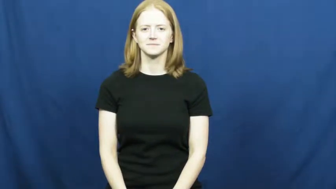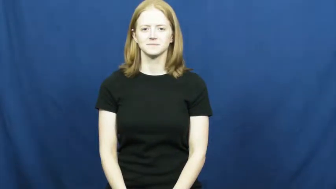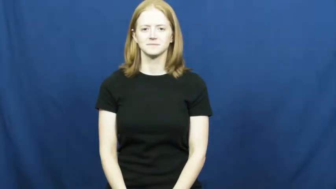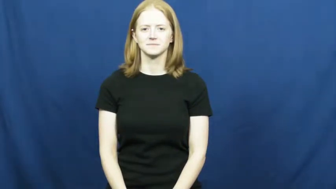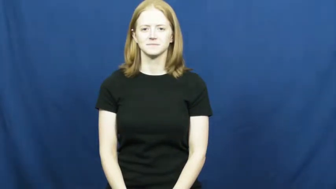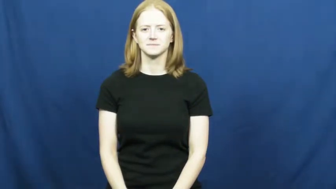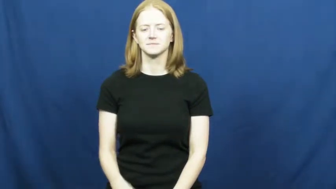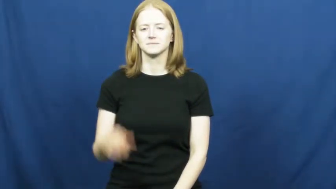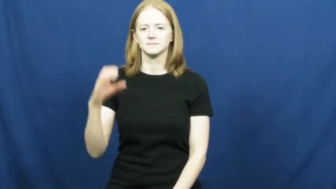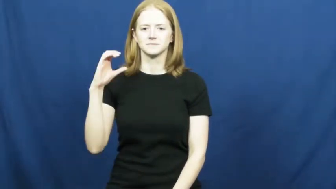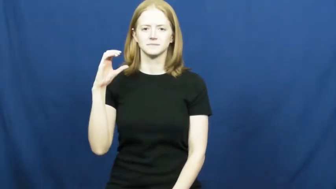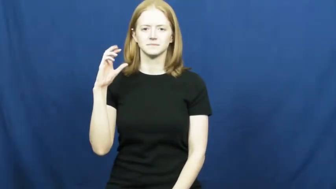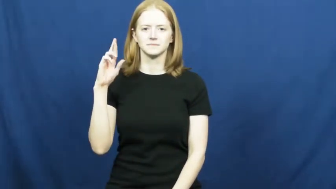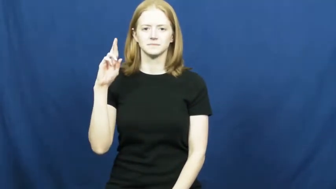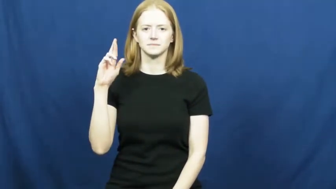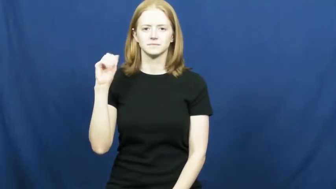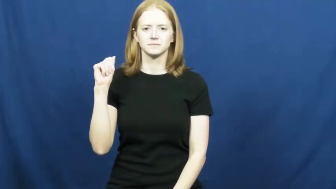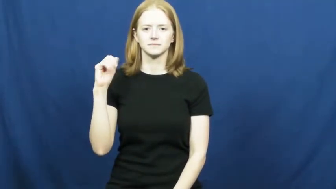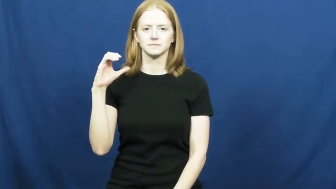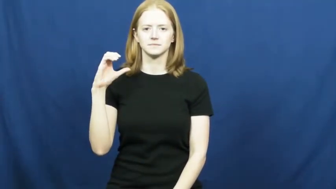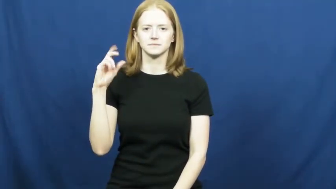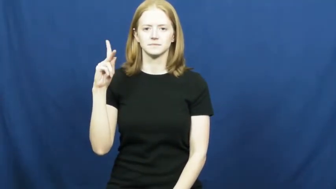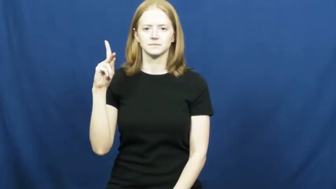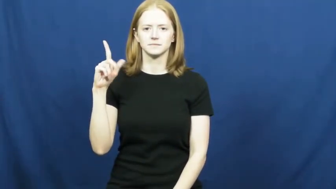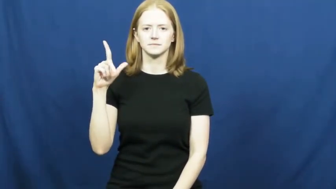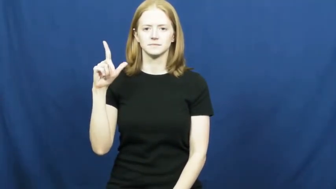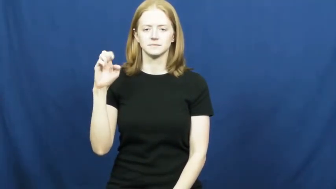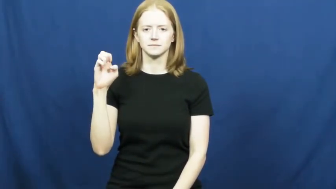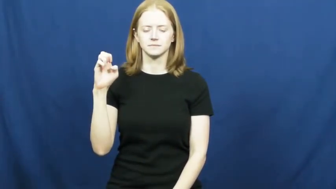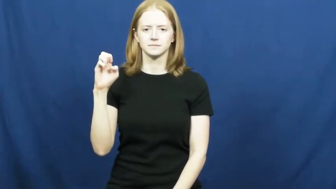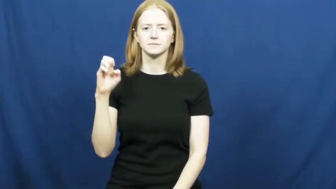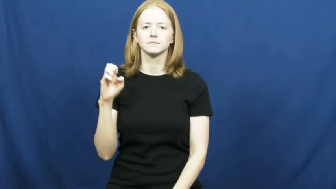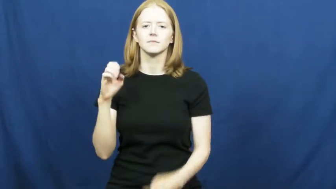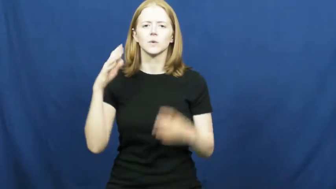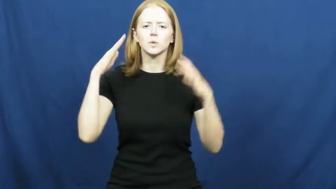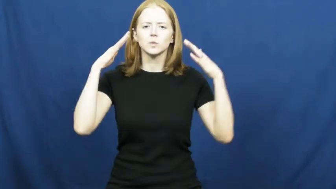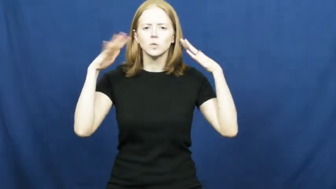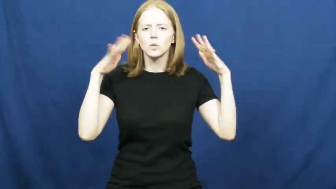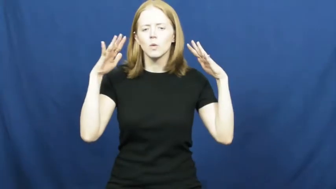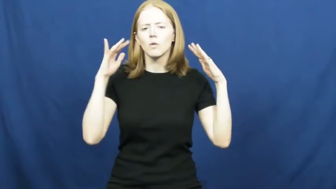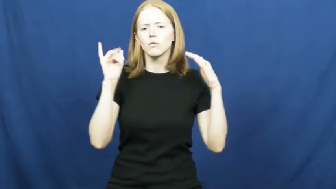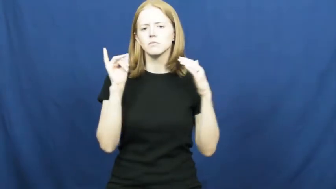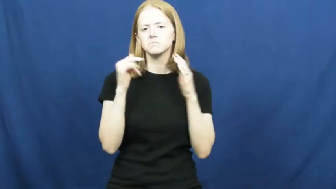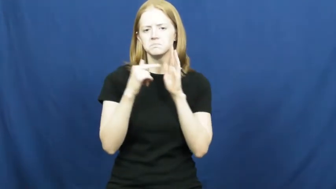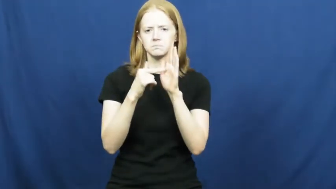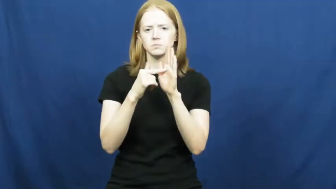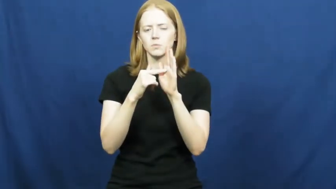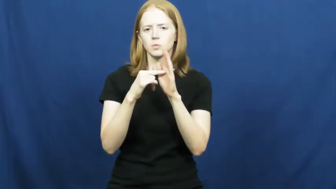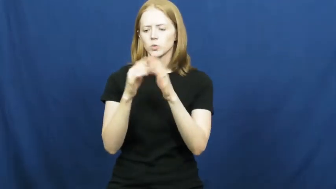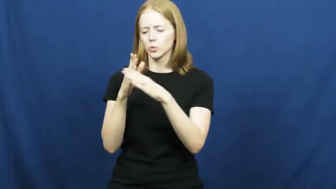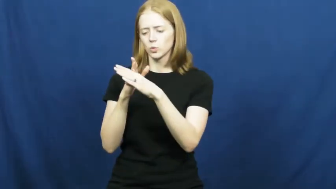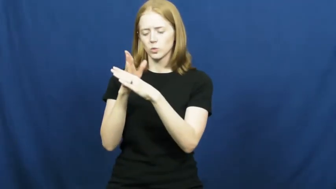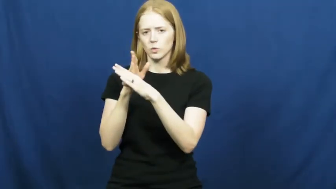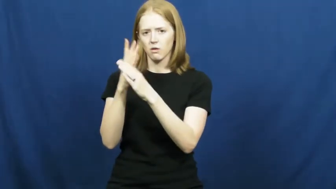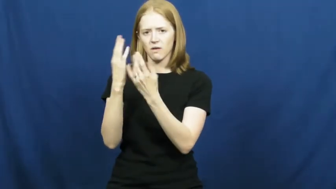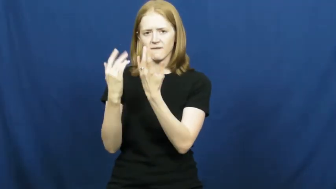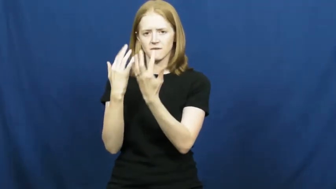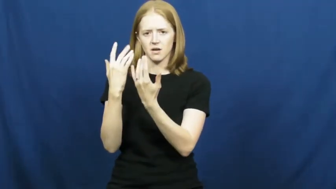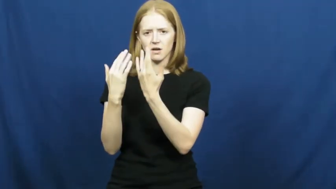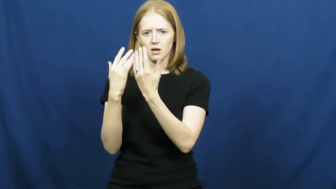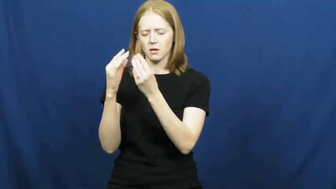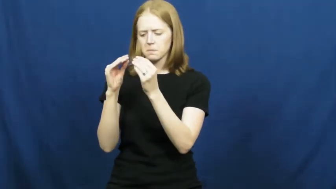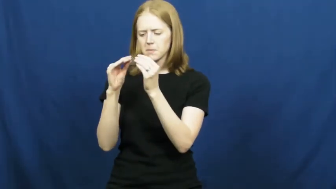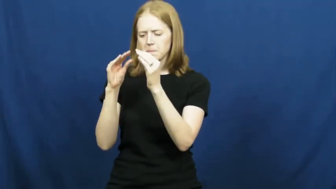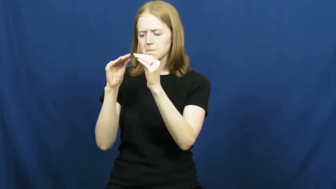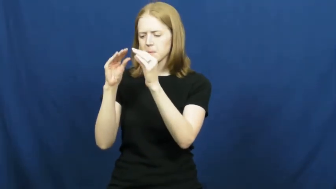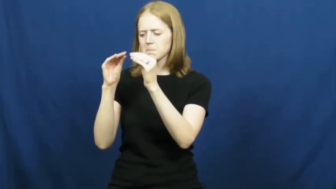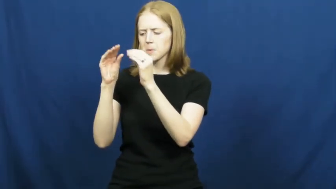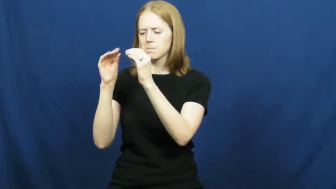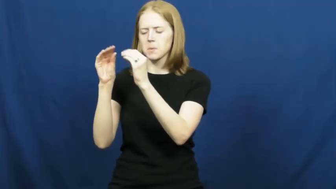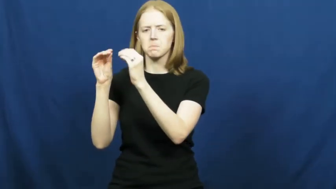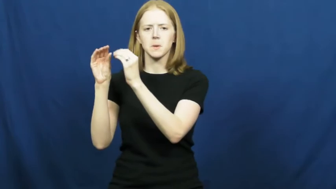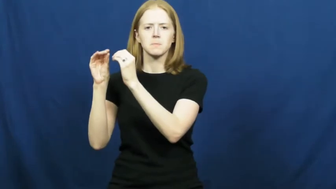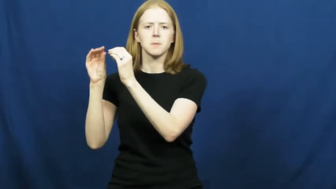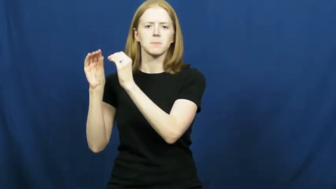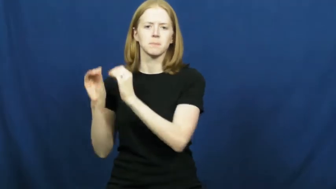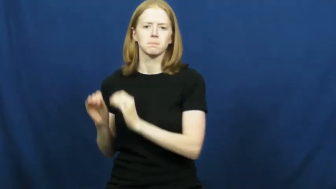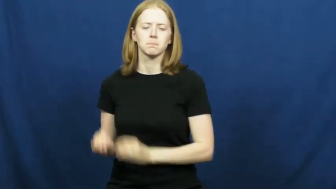crackle